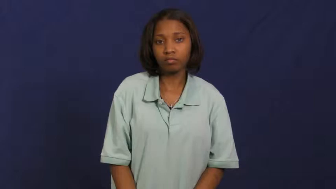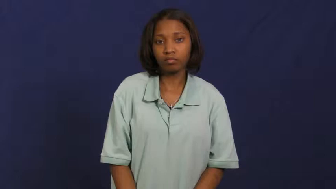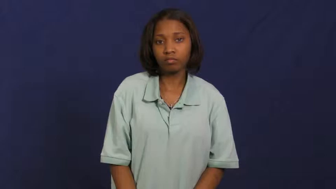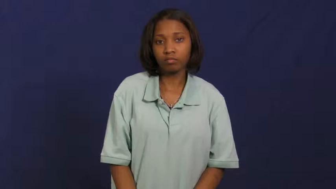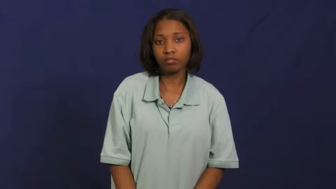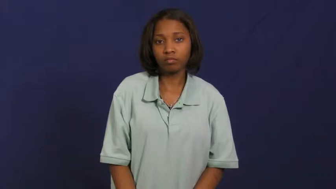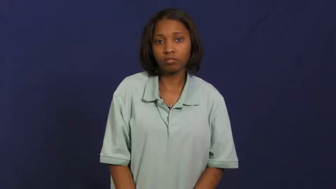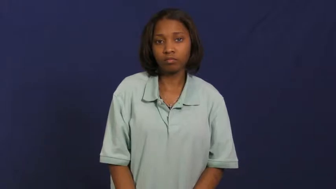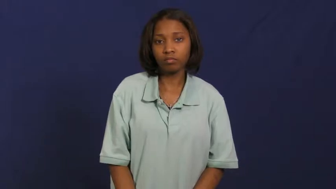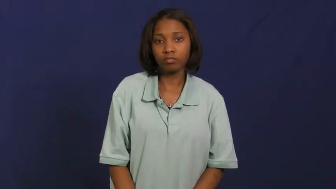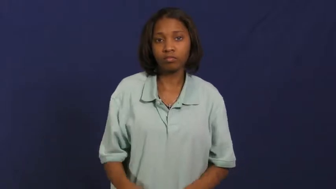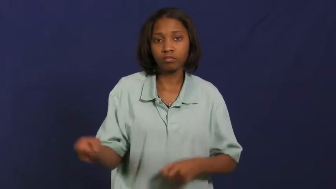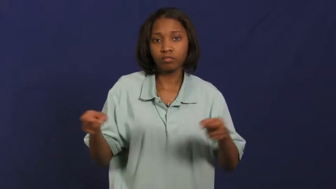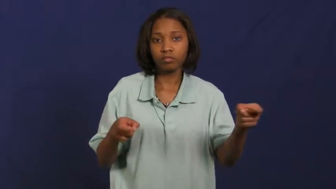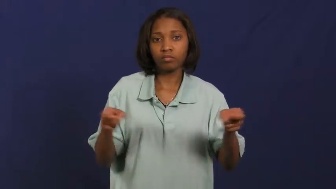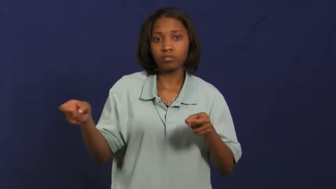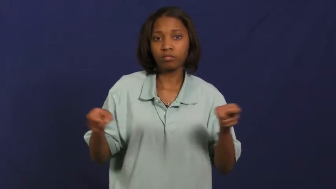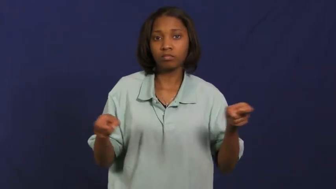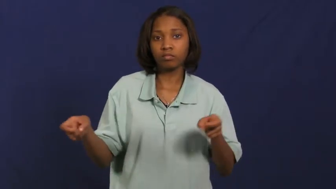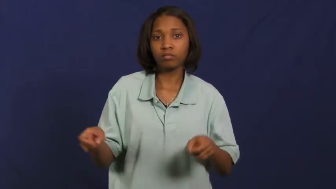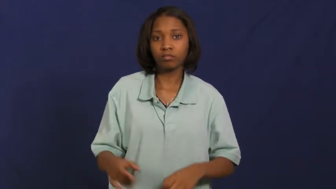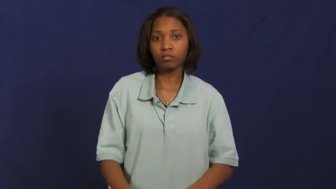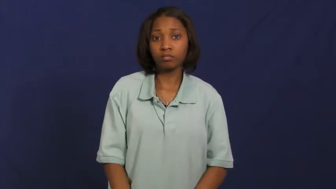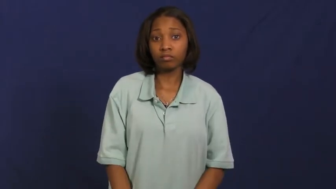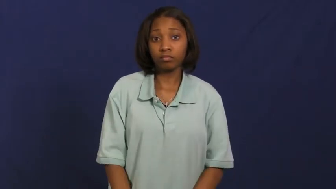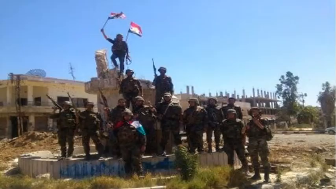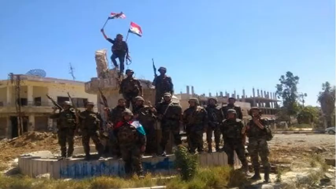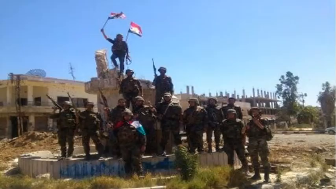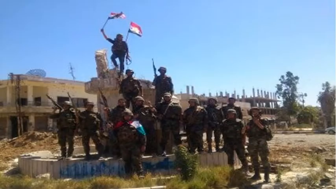hold-control